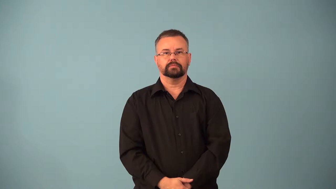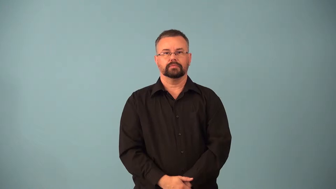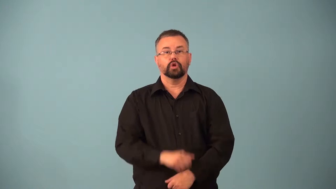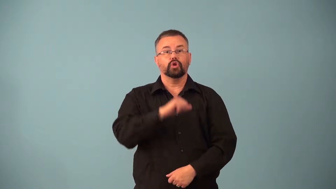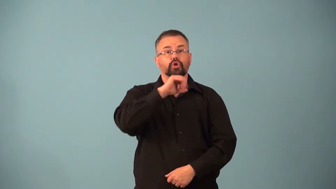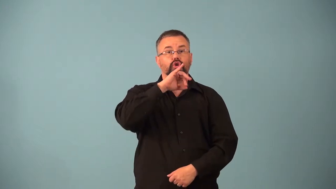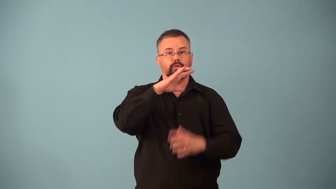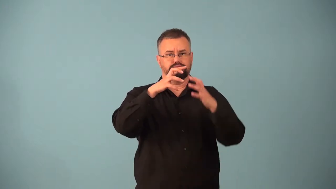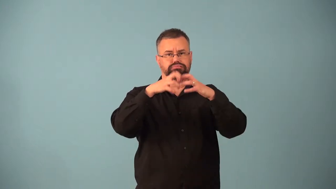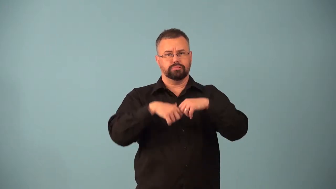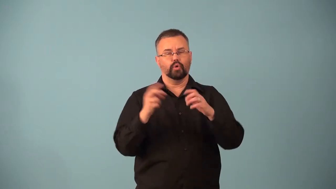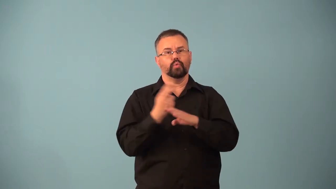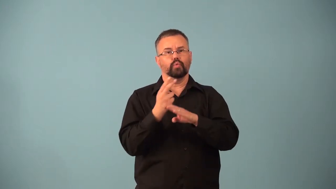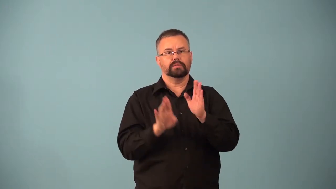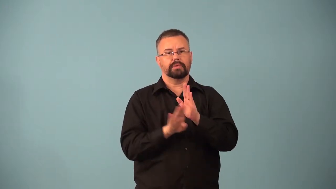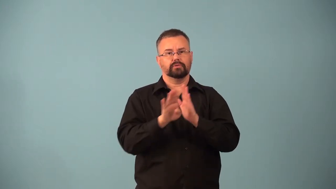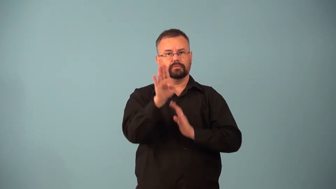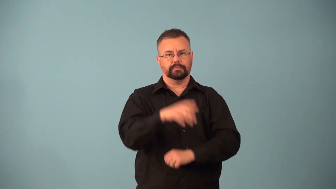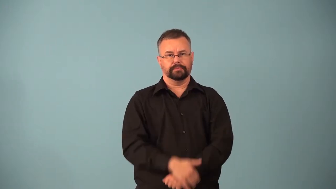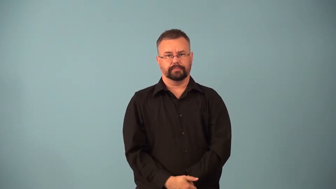bioremediation